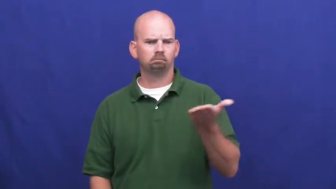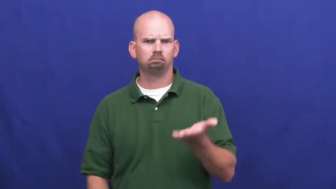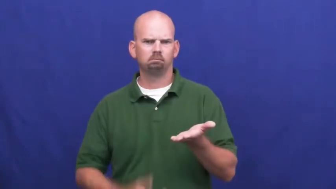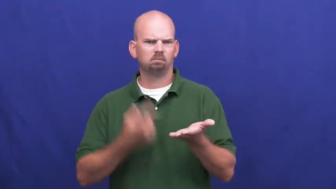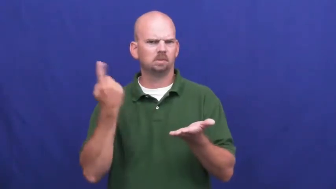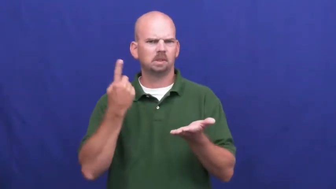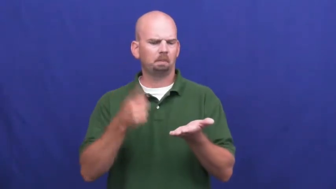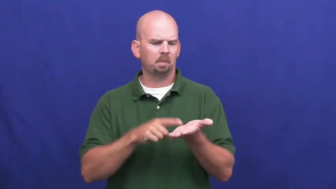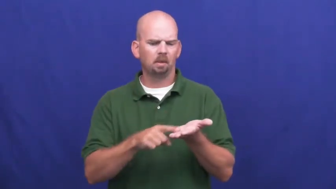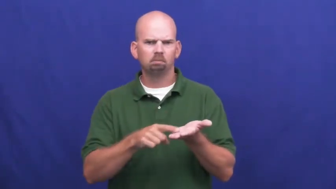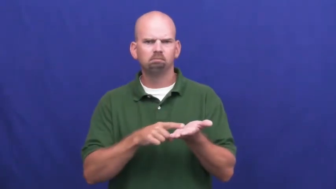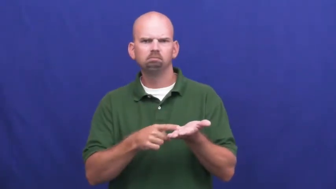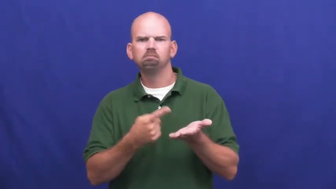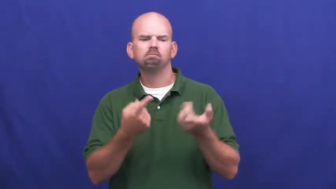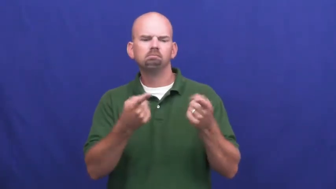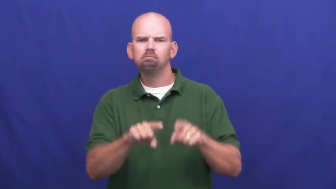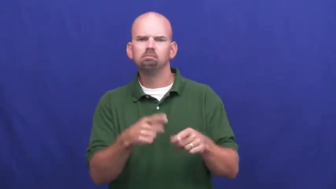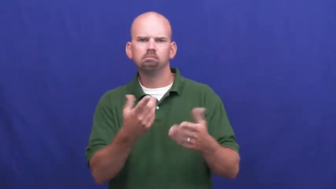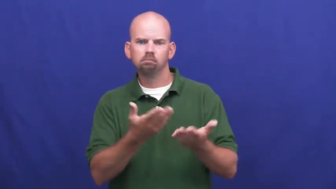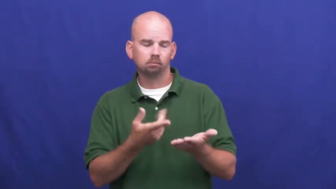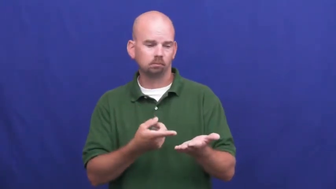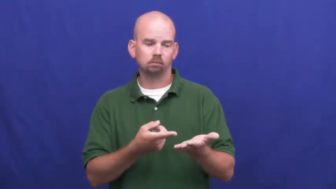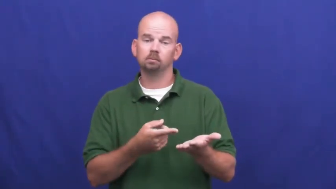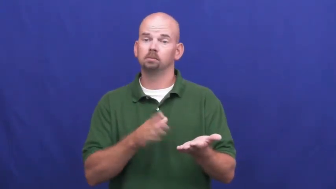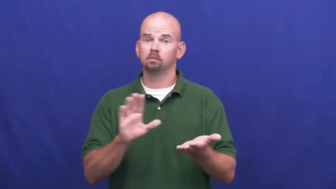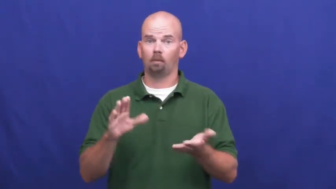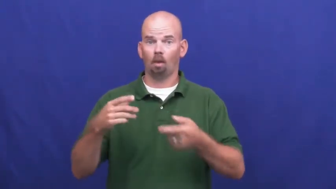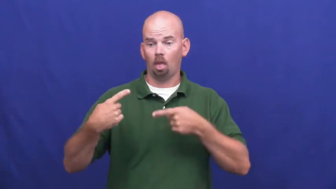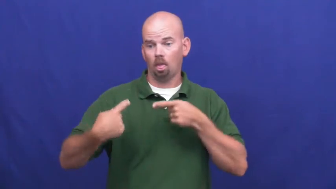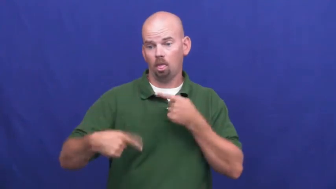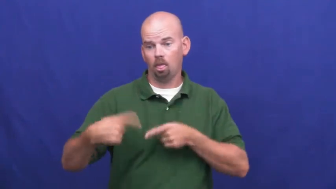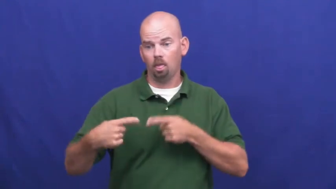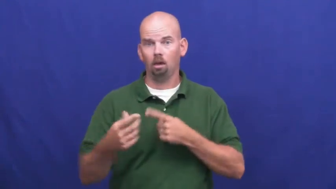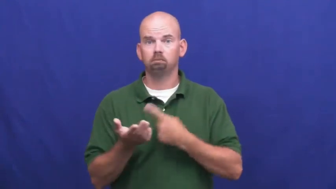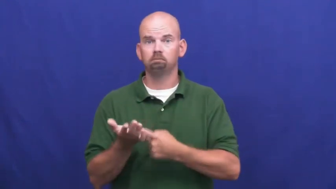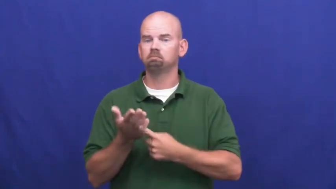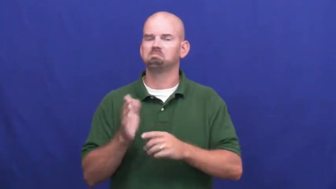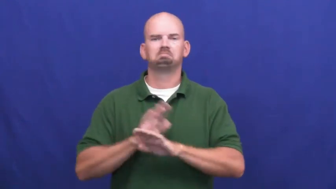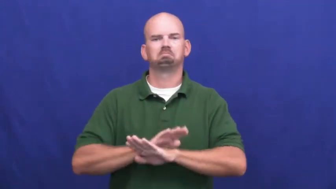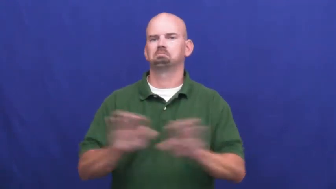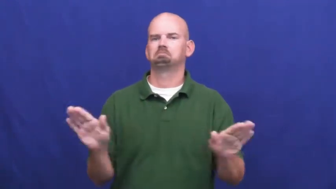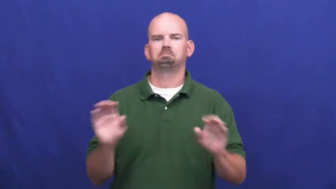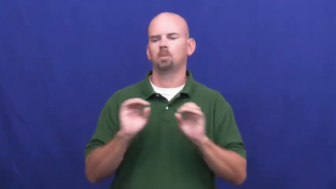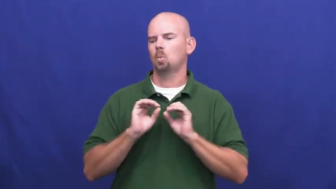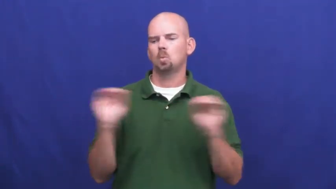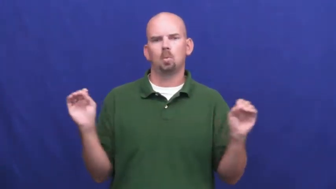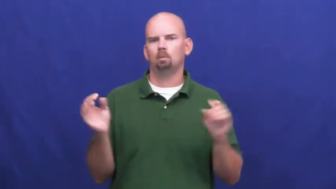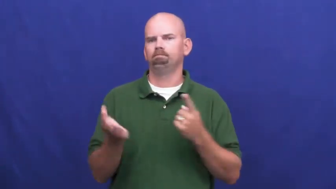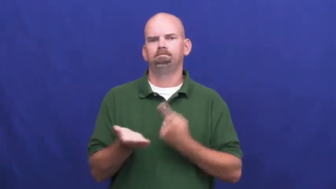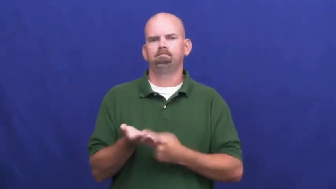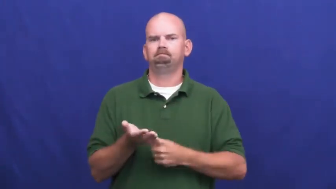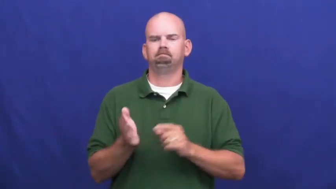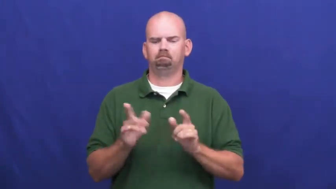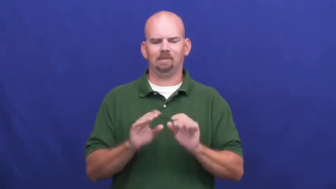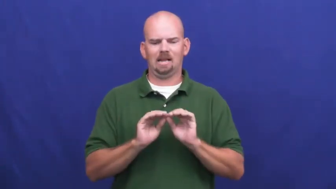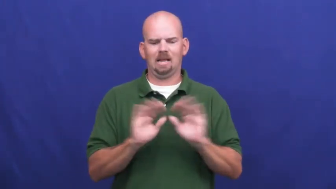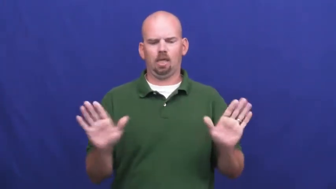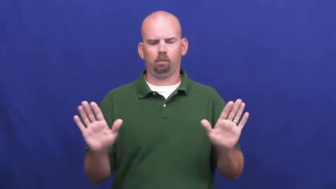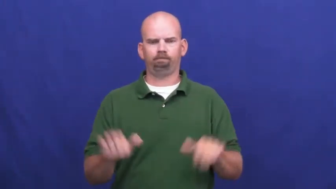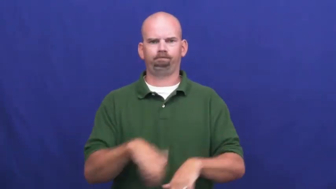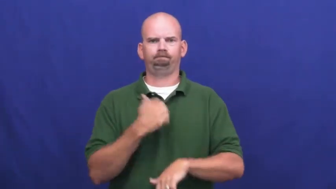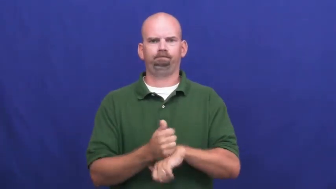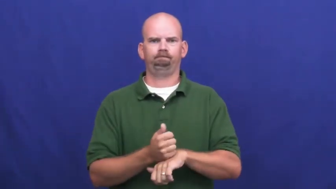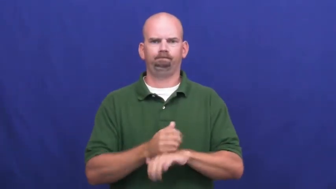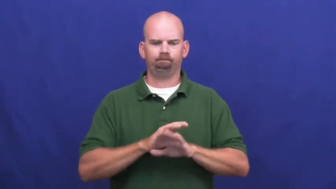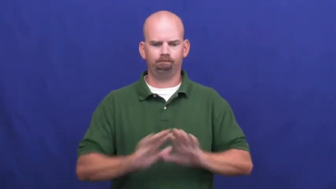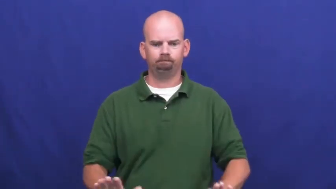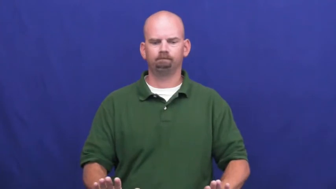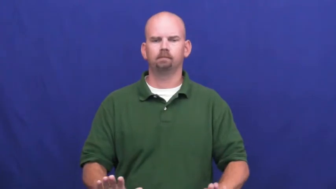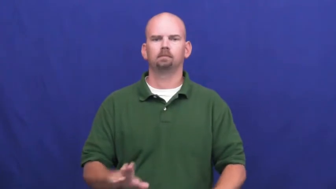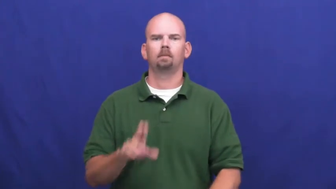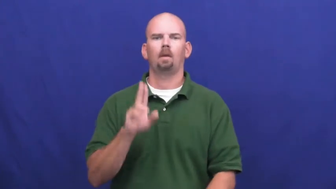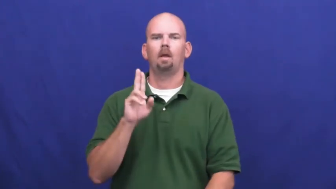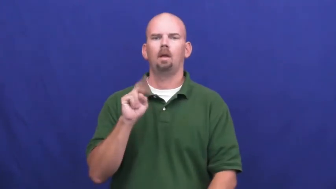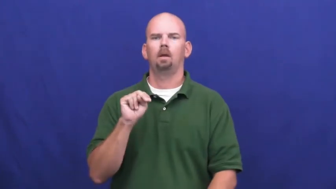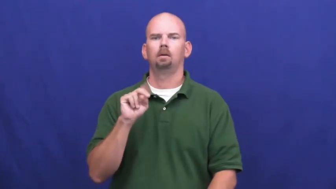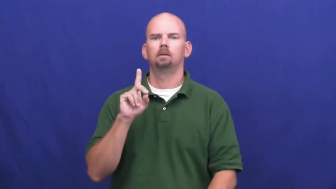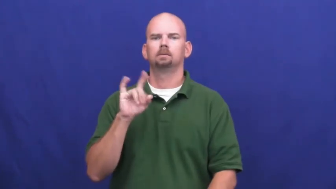indisputable